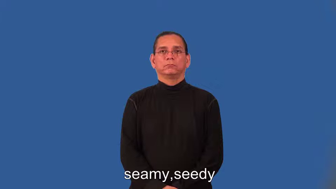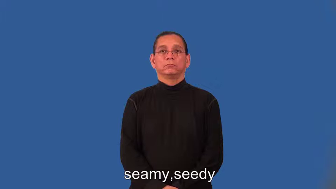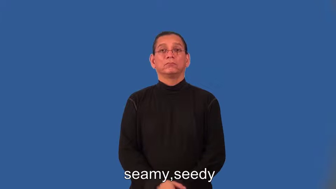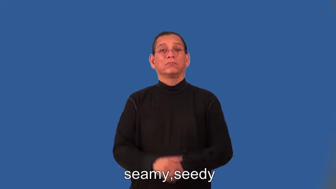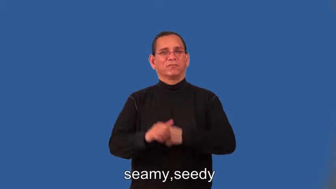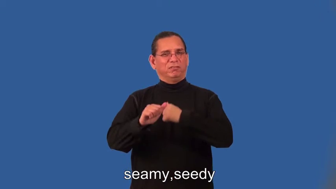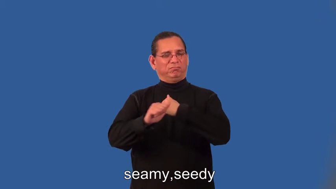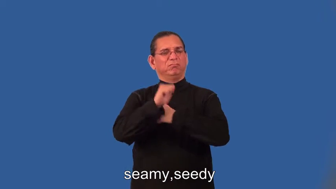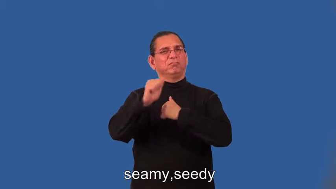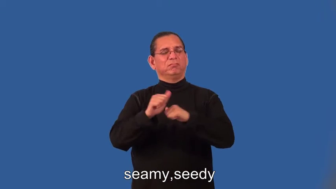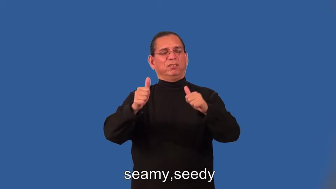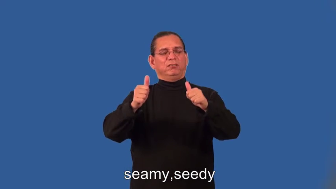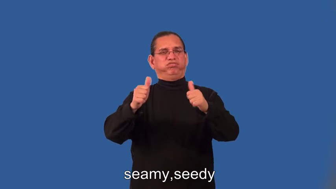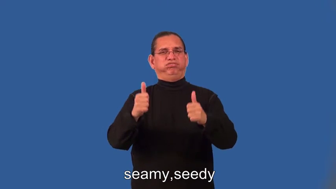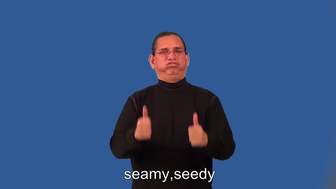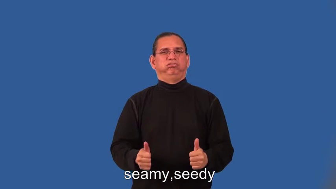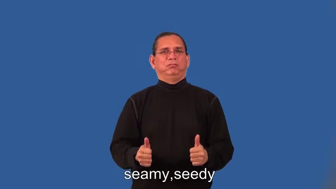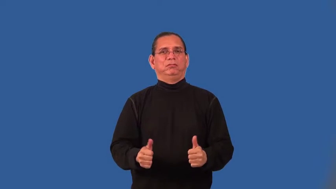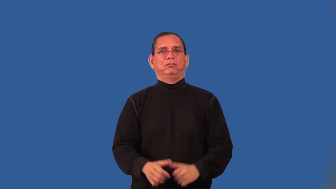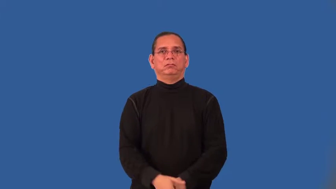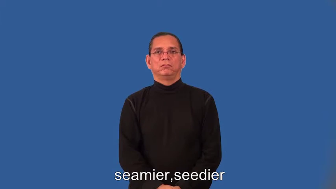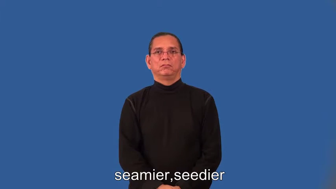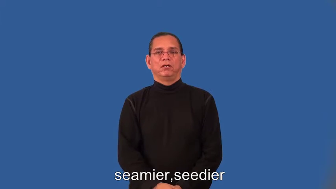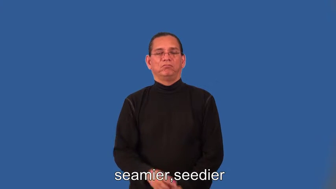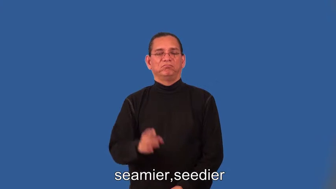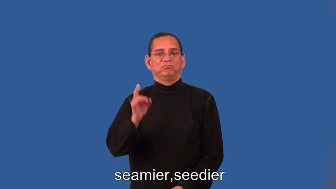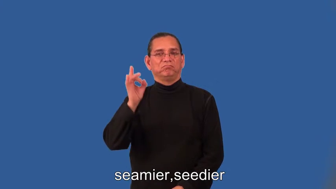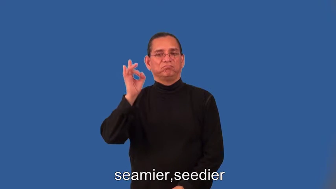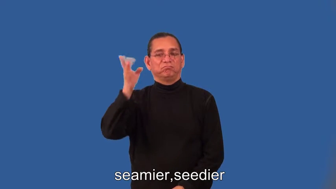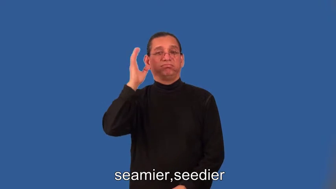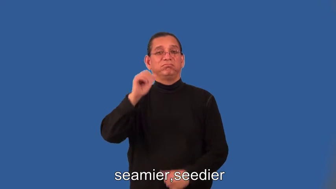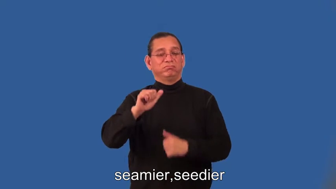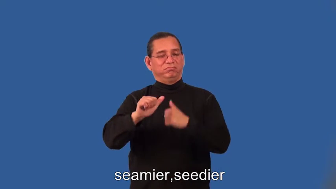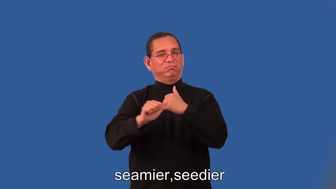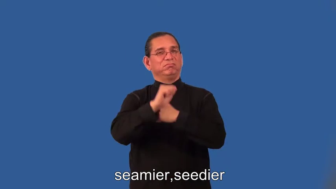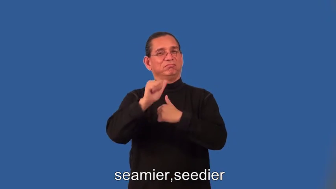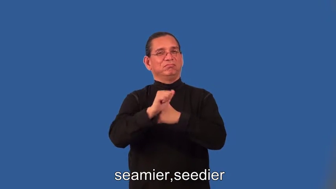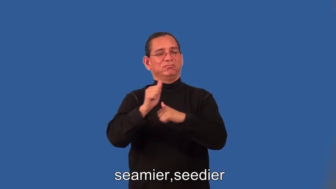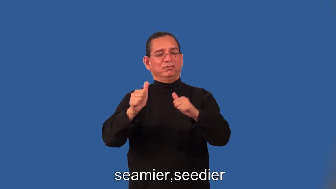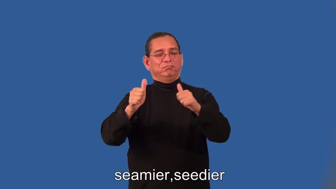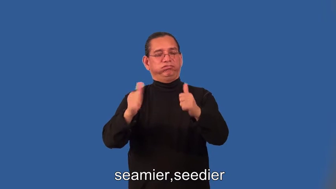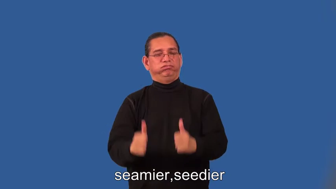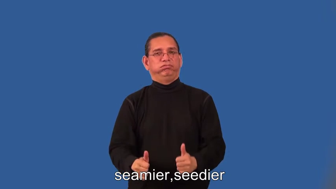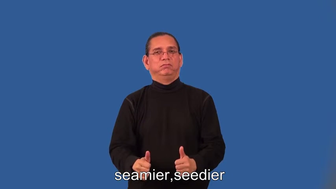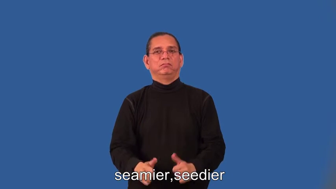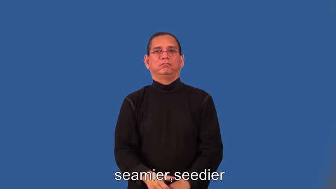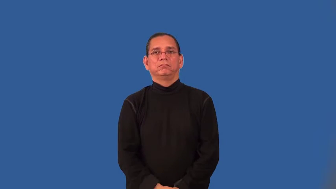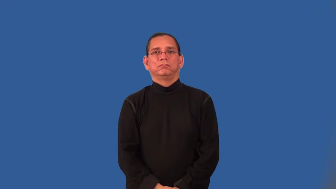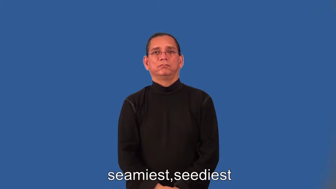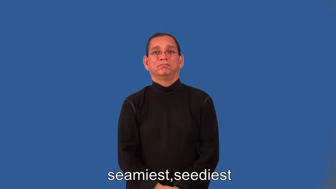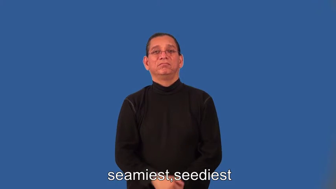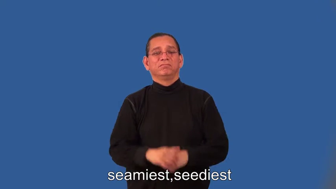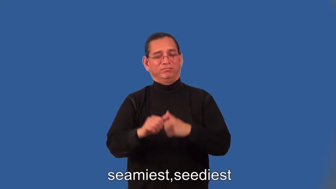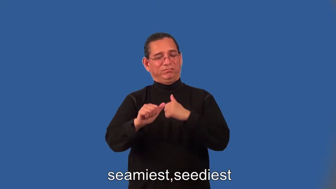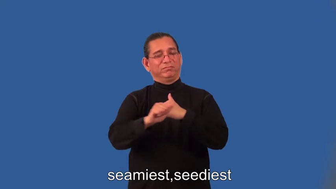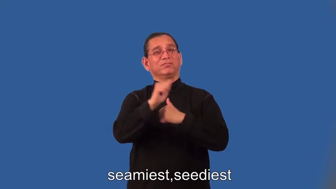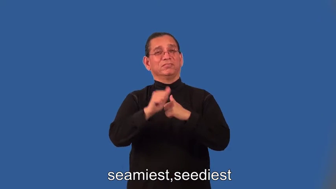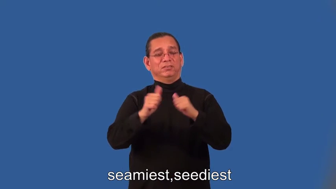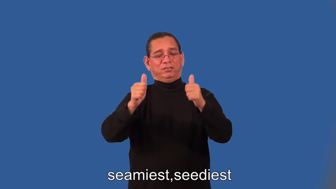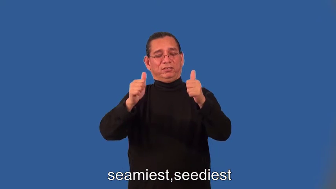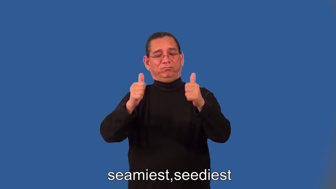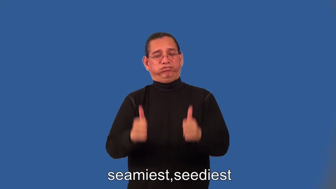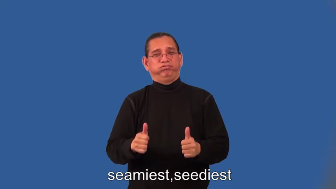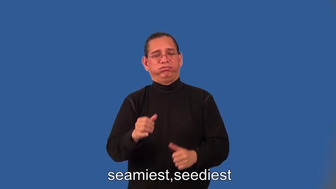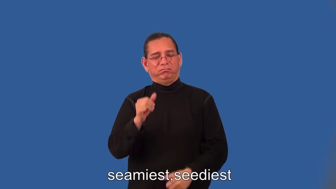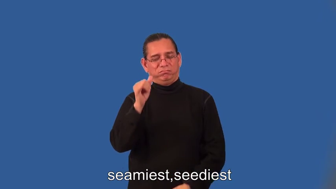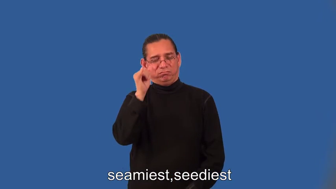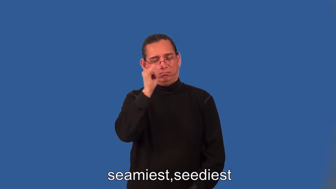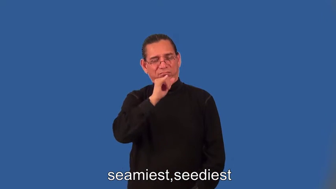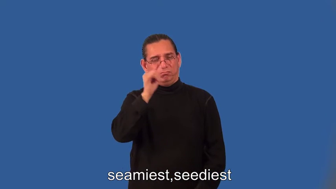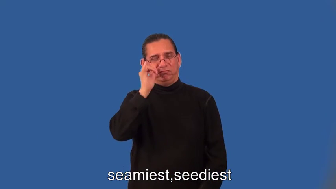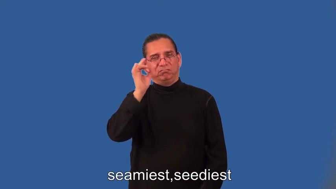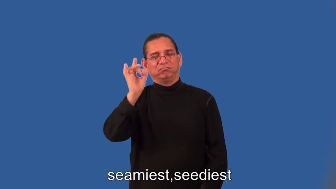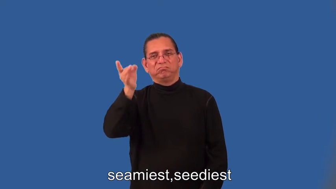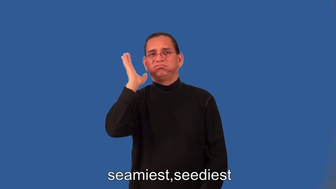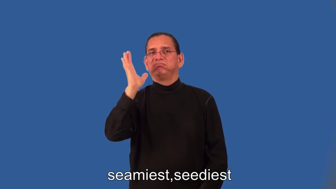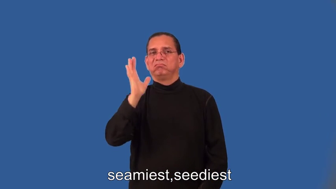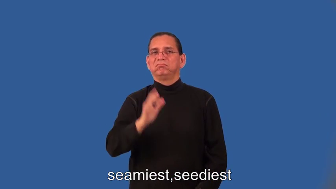seamier,seedier,seamiest,seediest